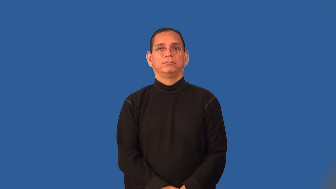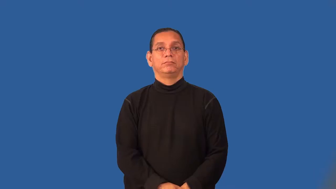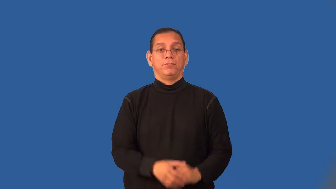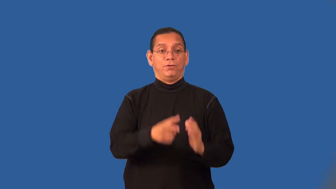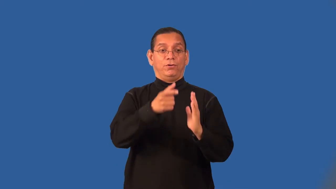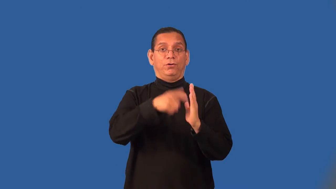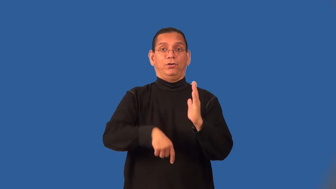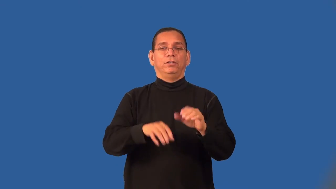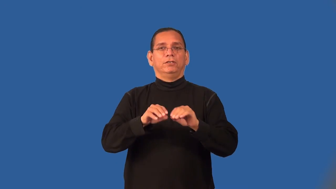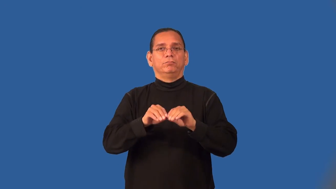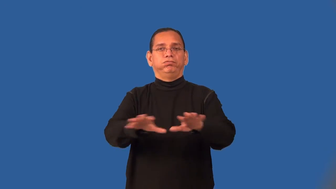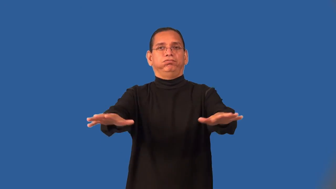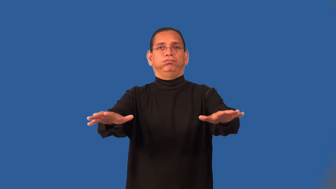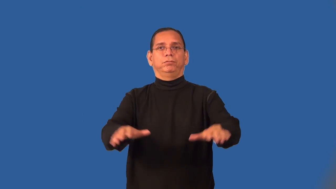run-article in newspaper